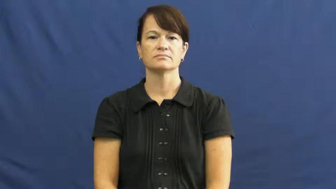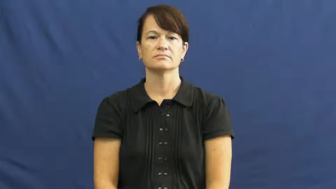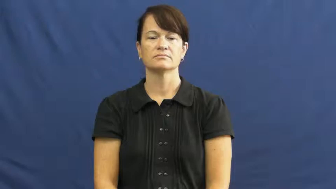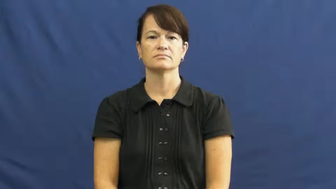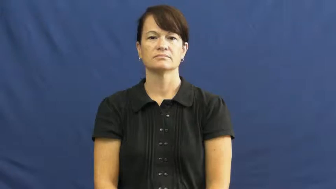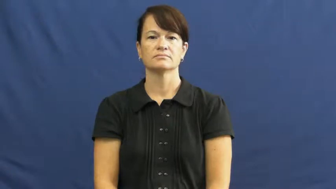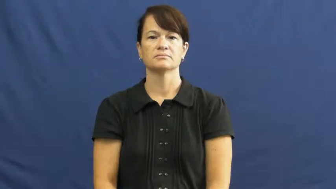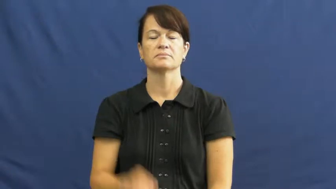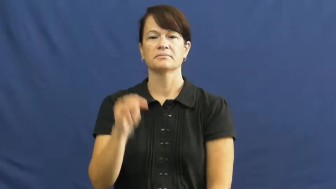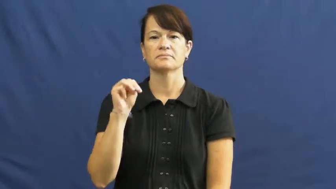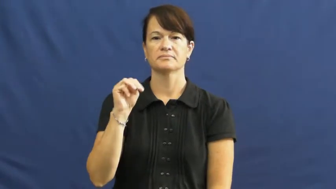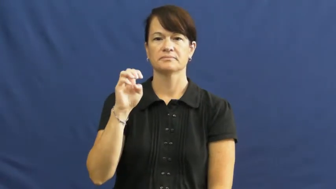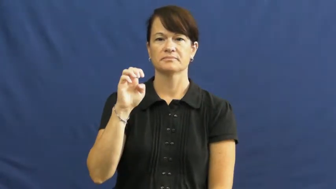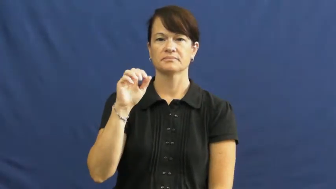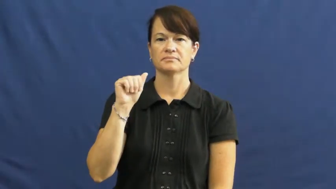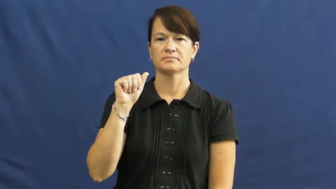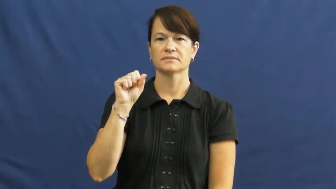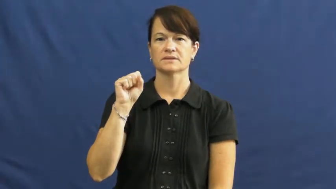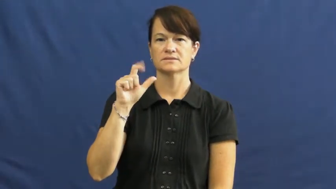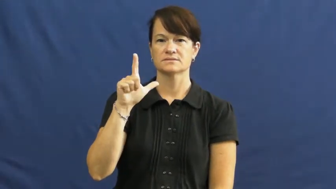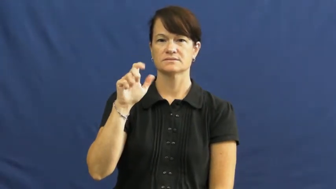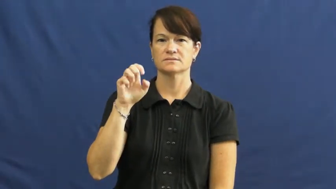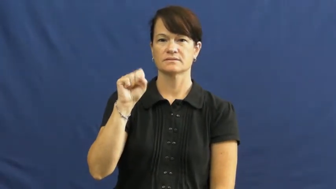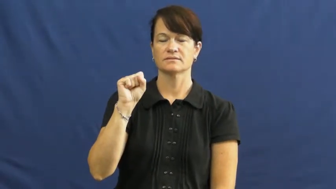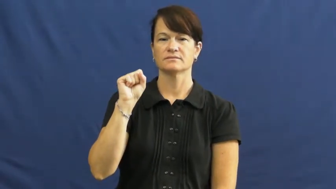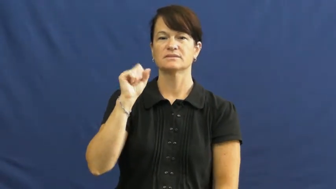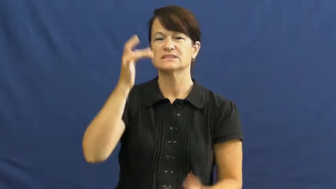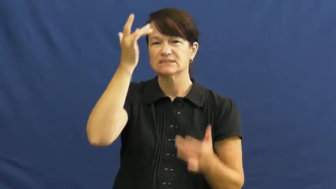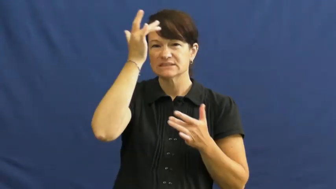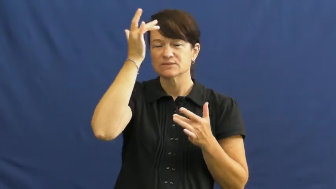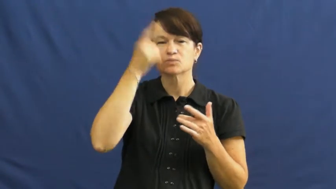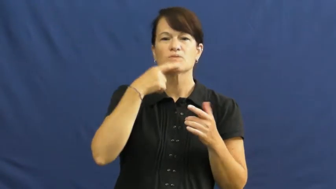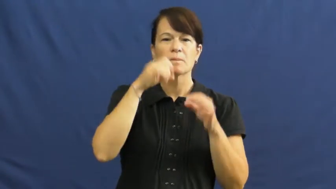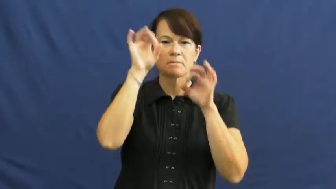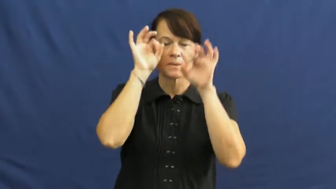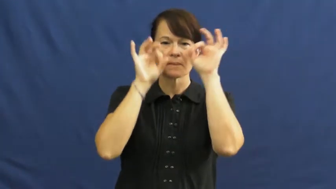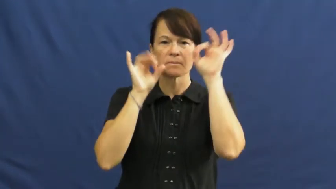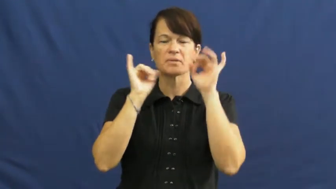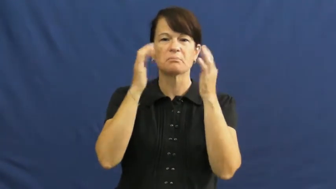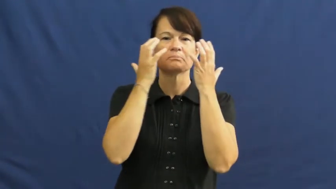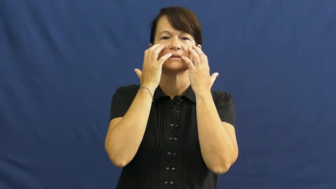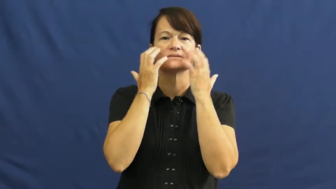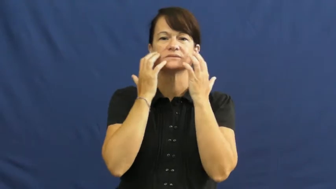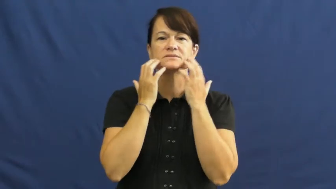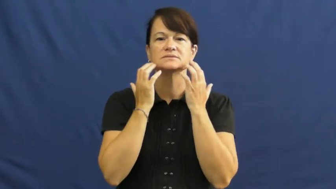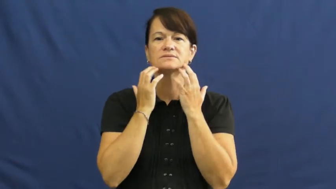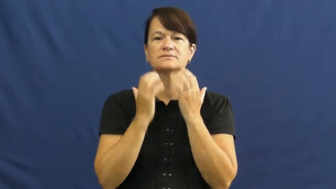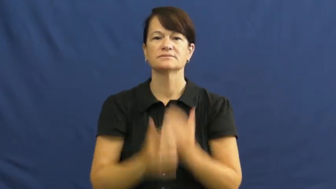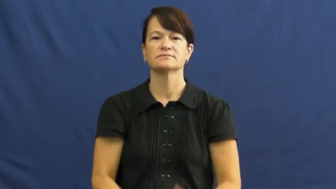measles